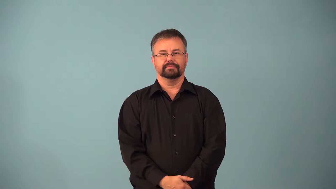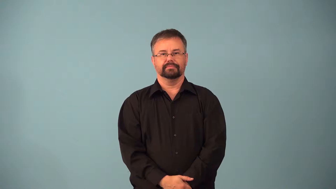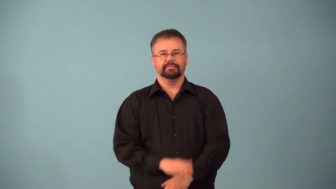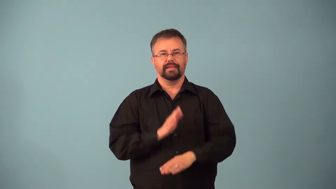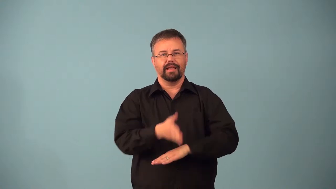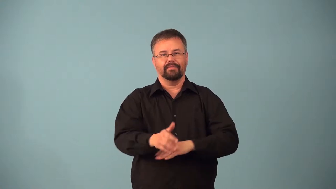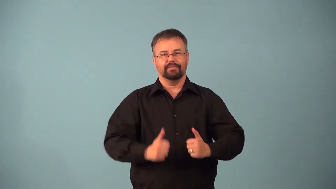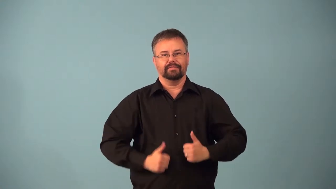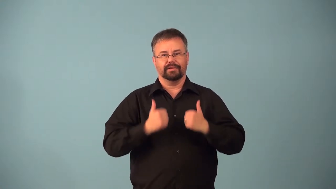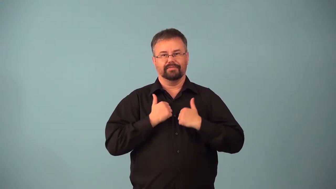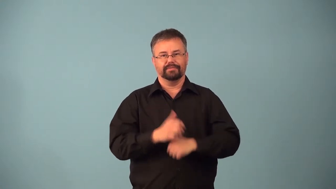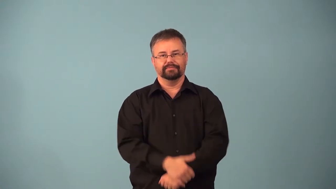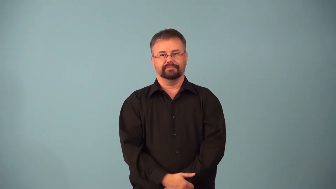afterlife